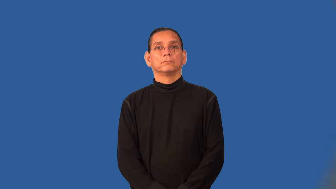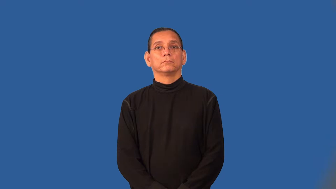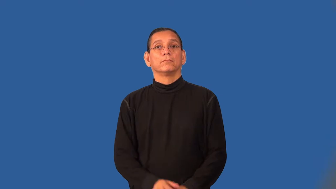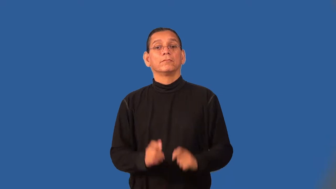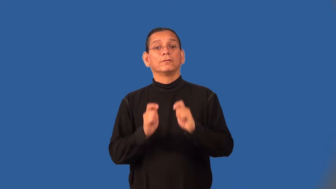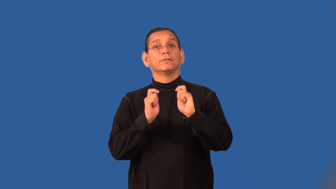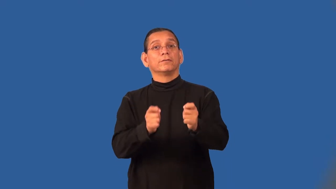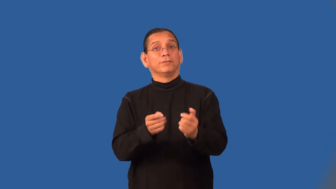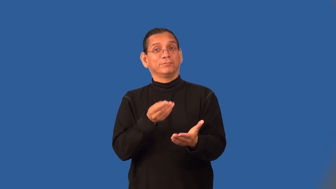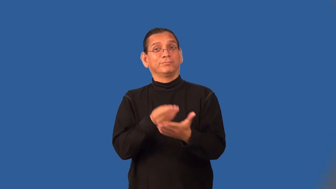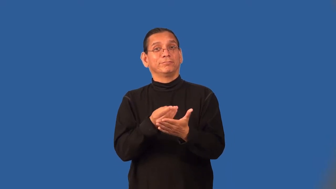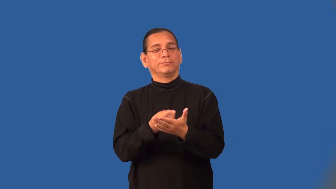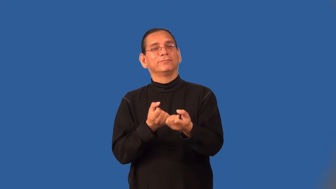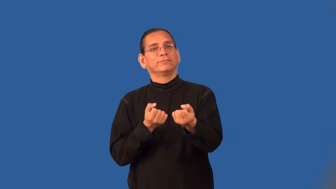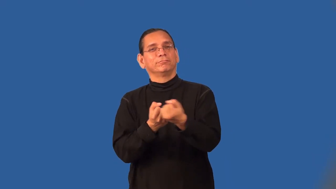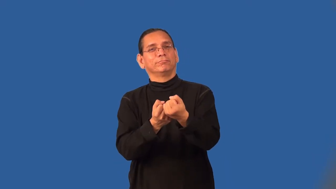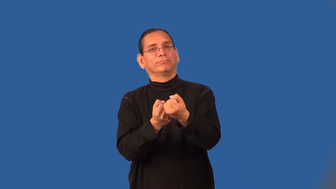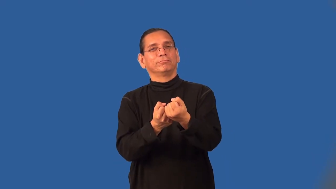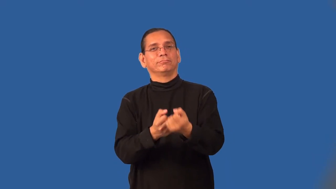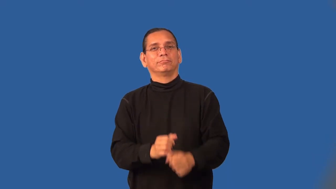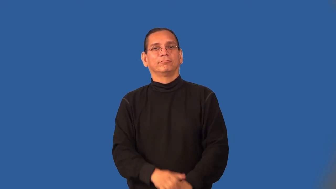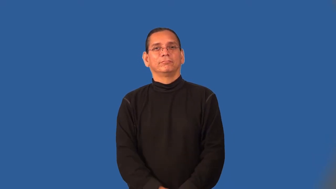subsidize